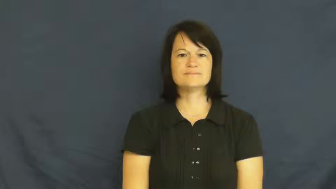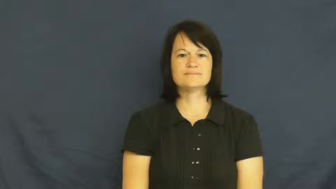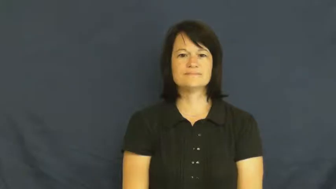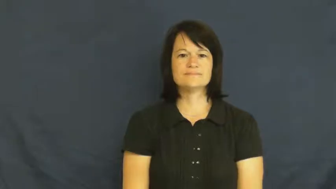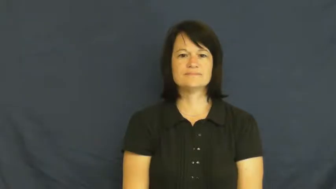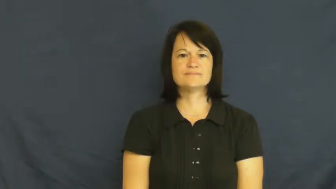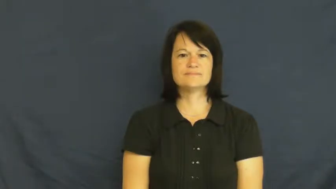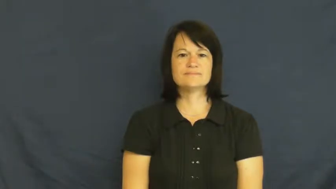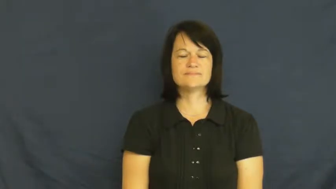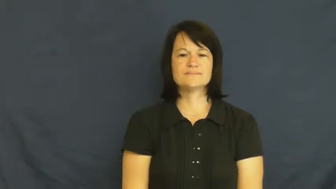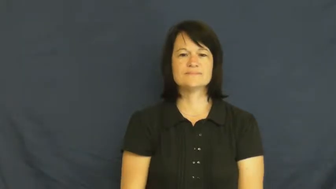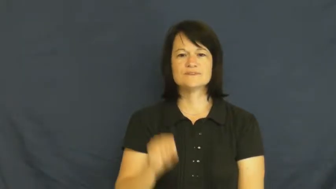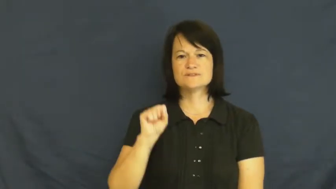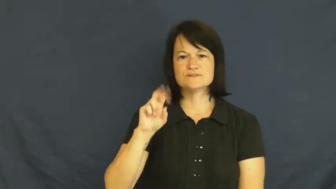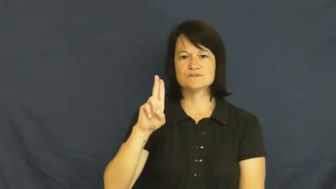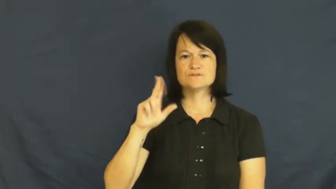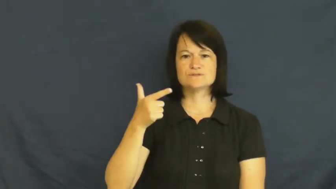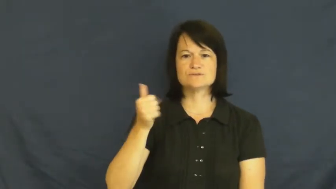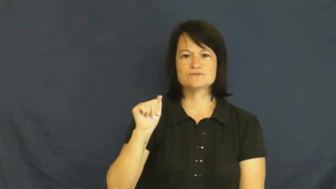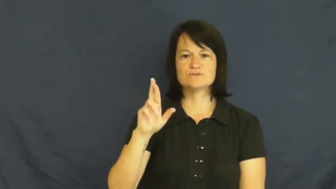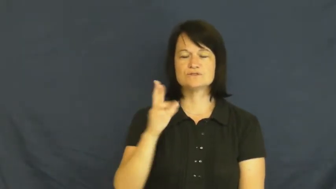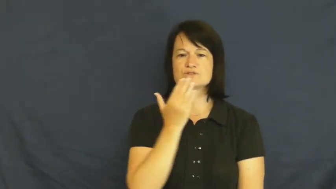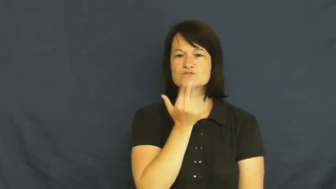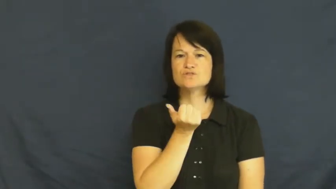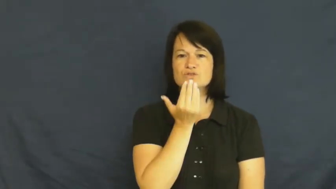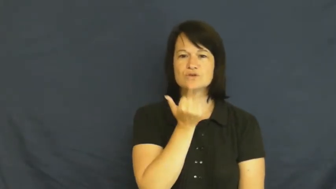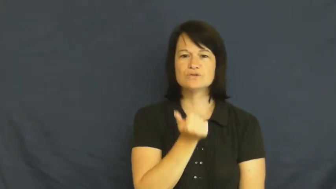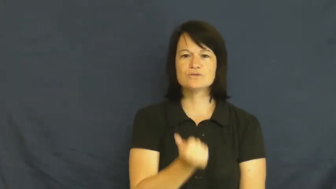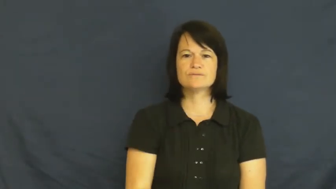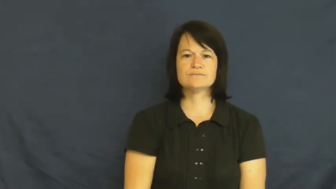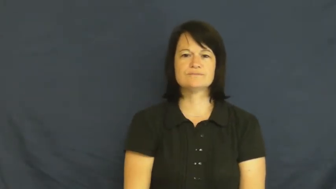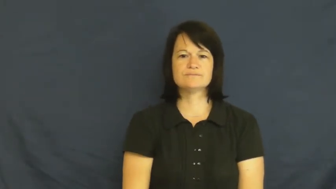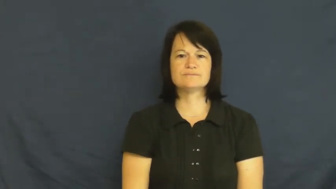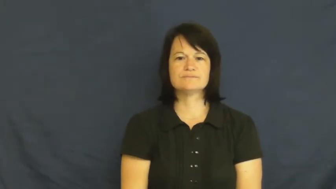sugar,sucrose